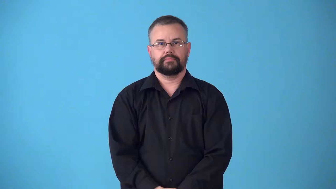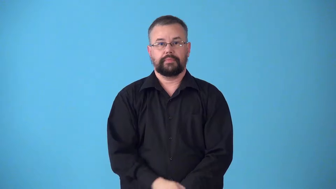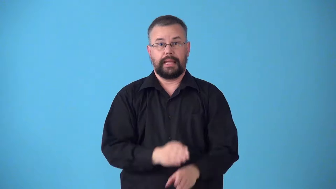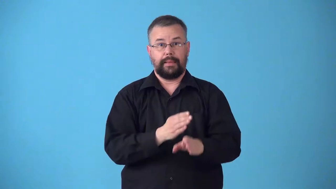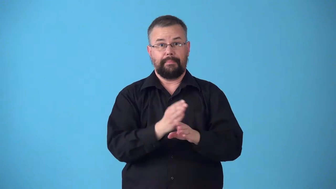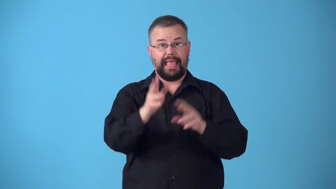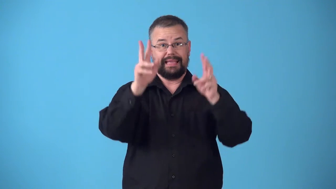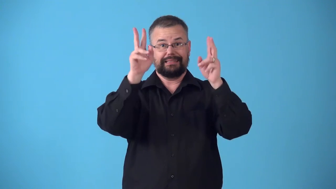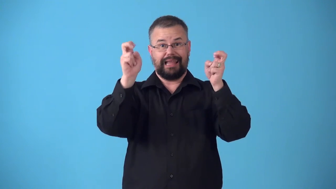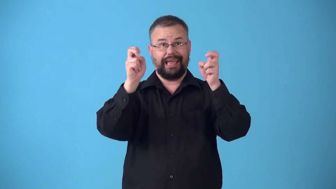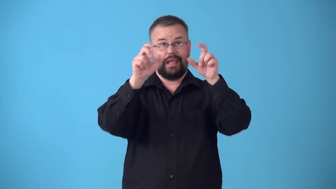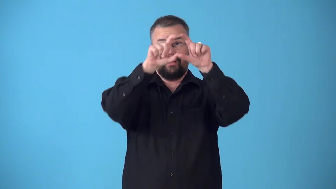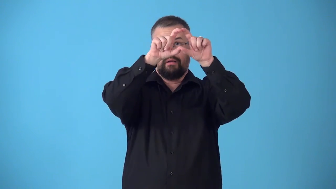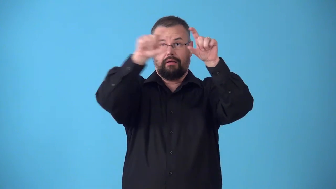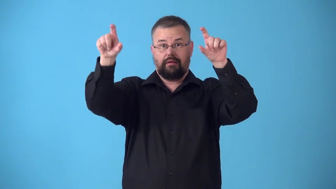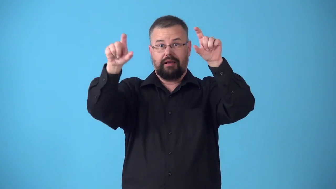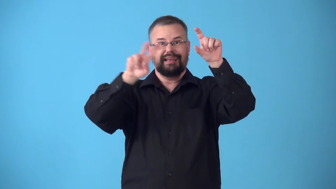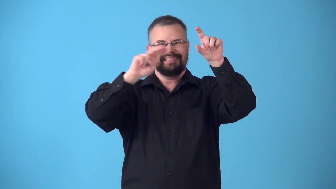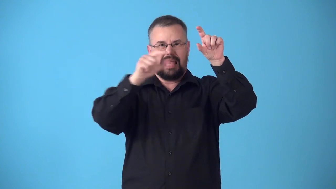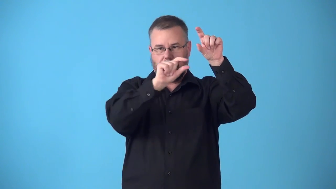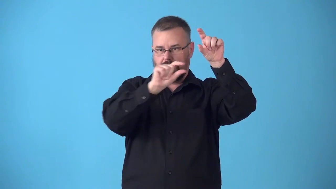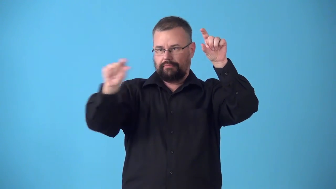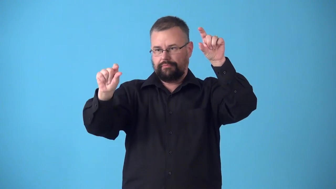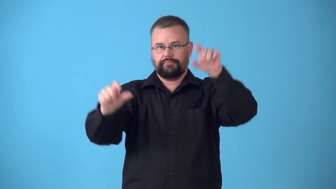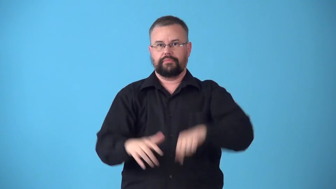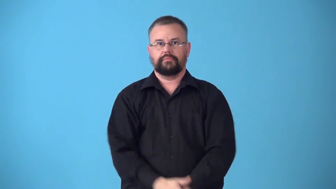subtitle-title